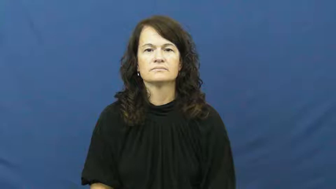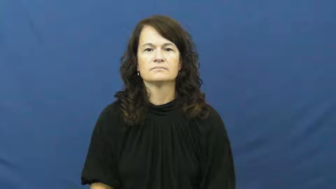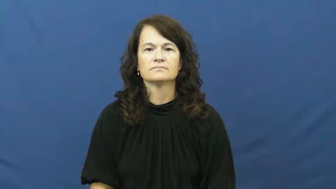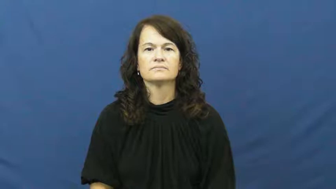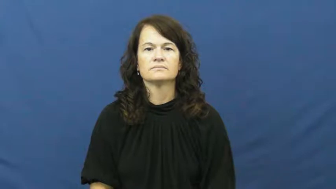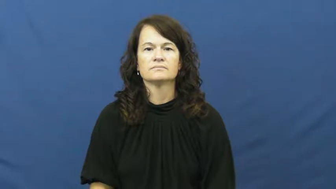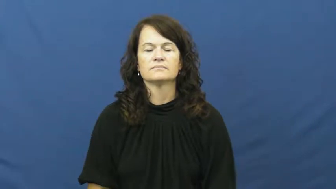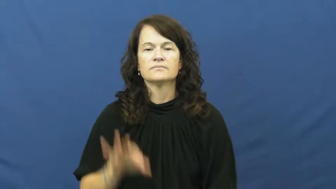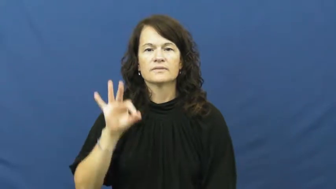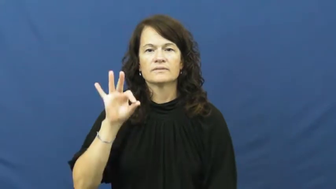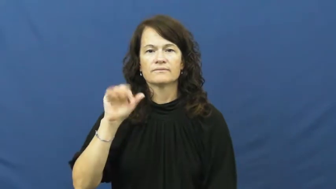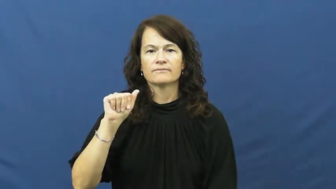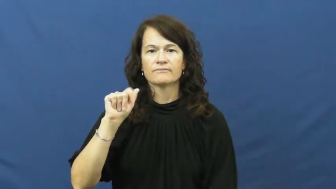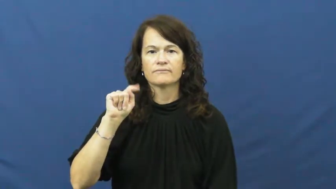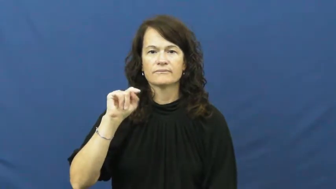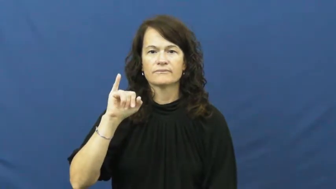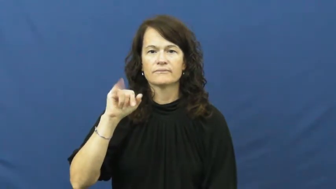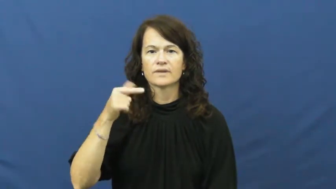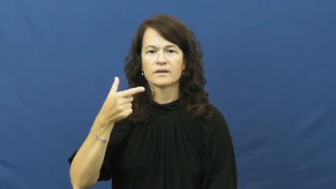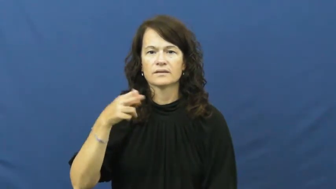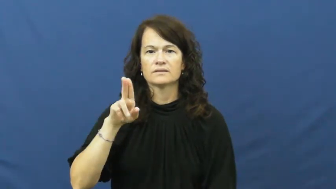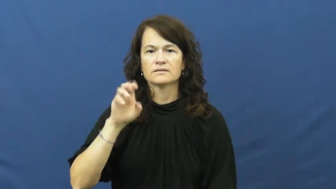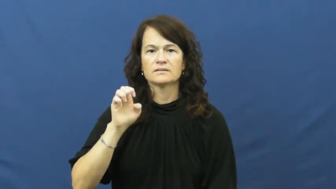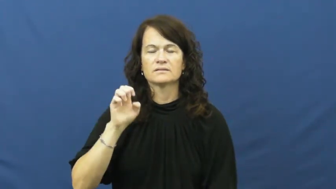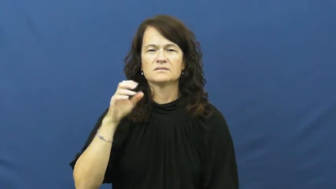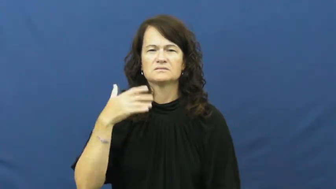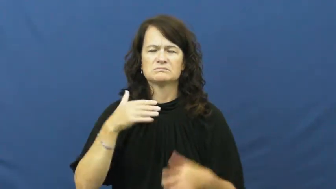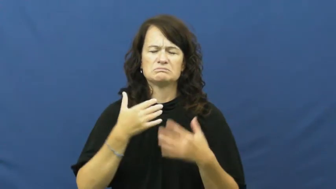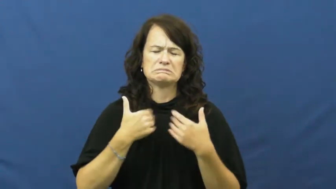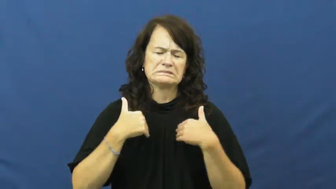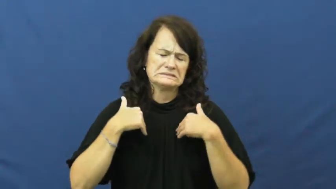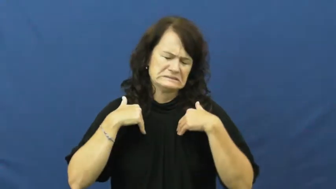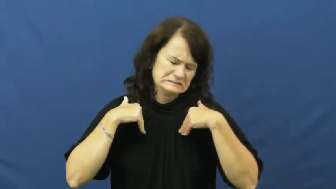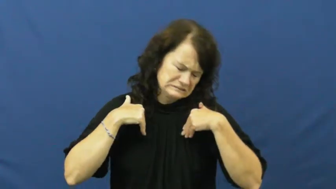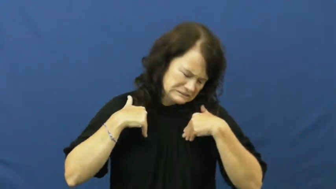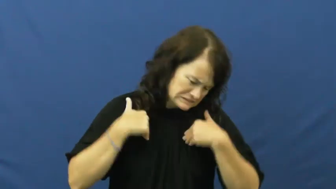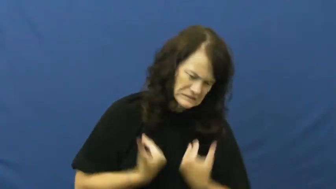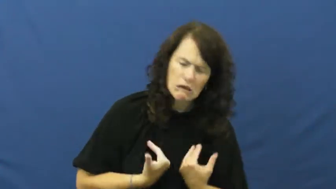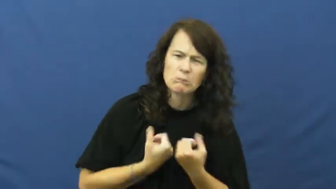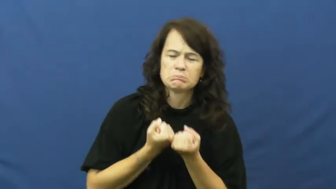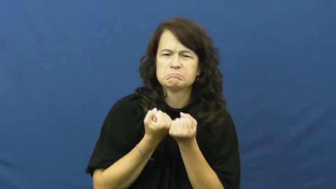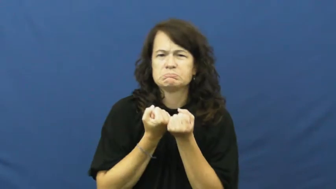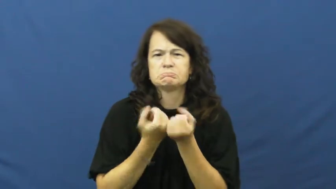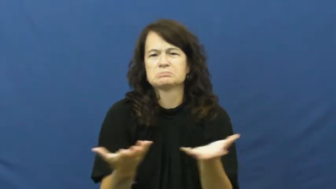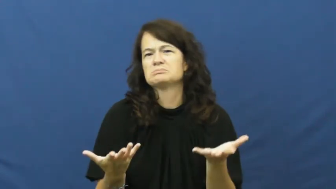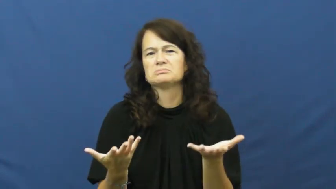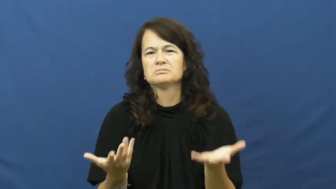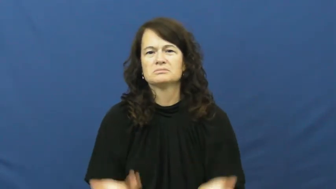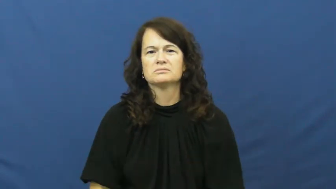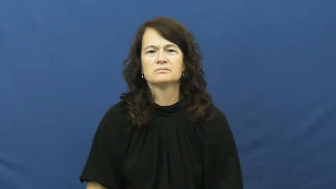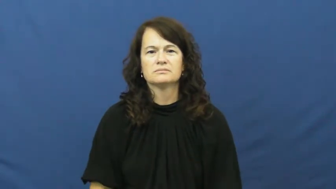fatigue